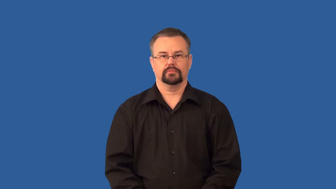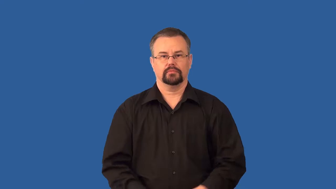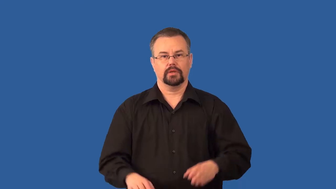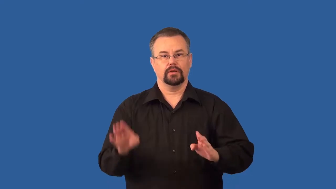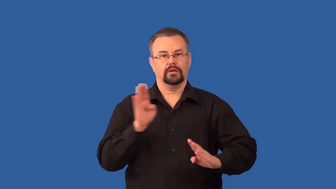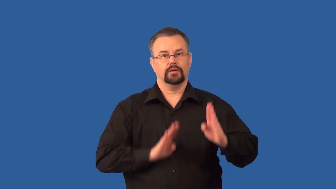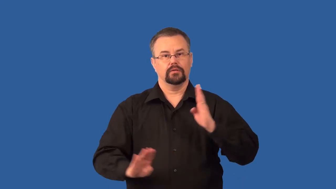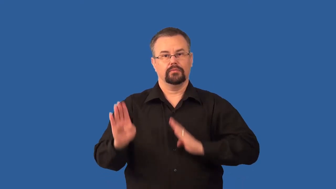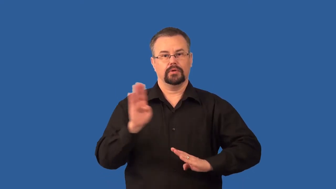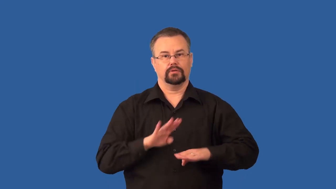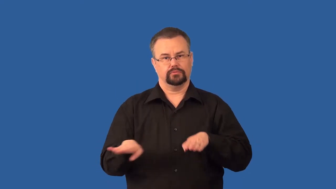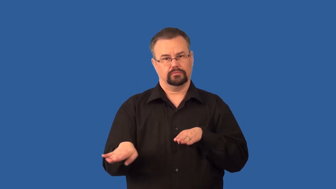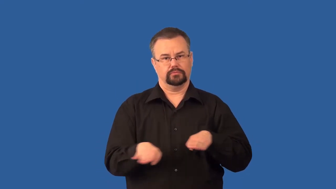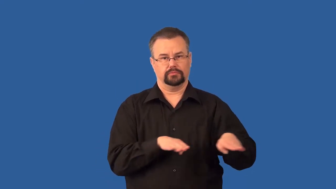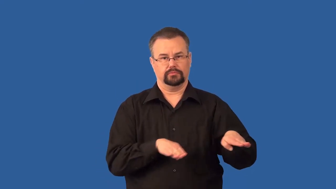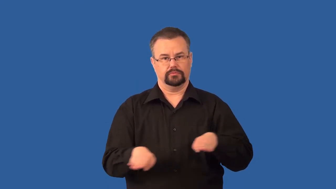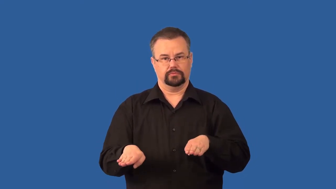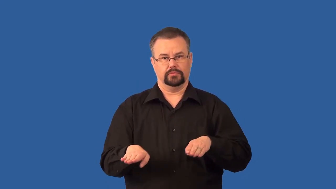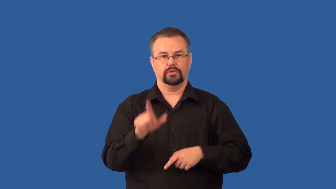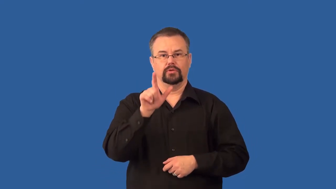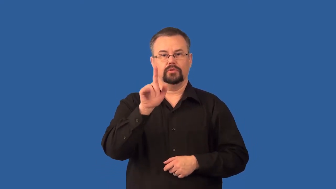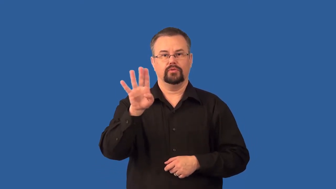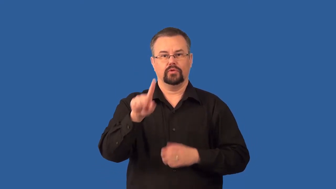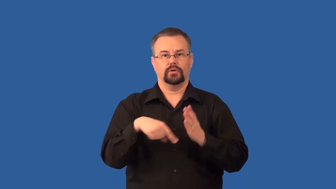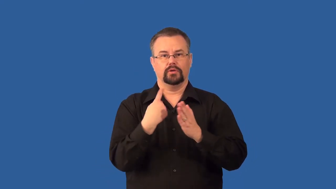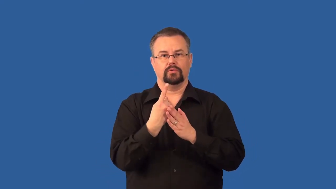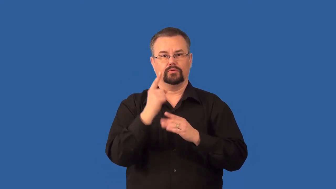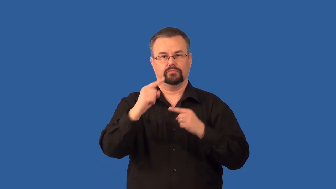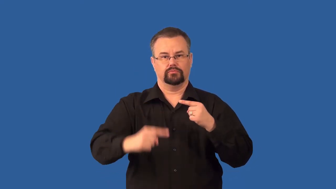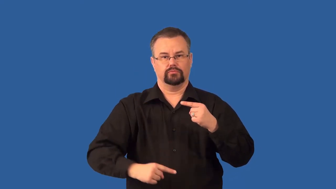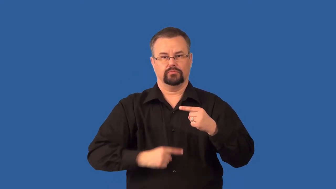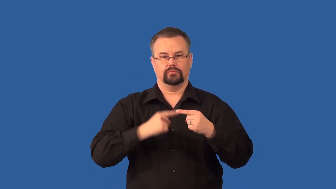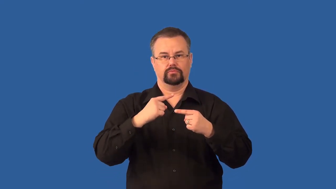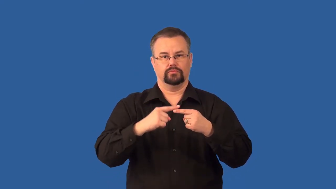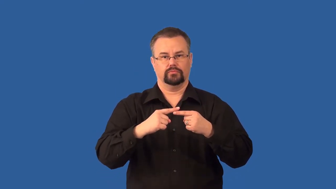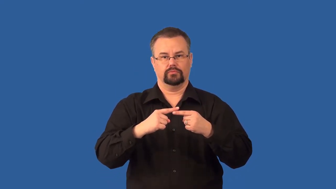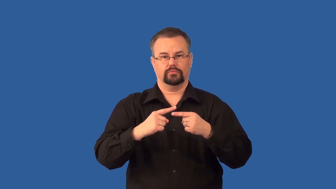circadian